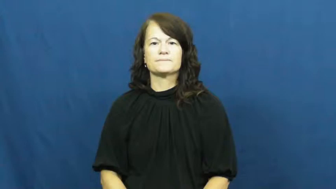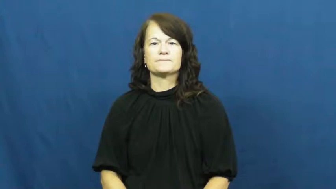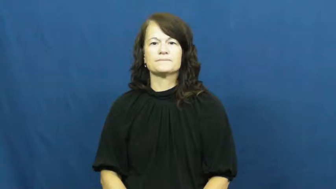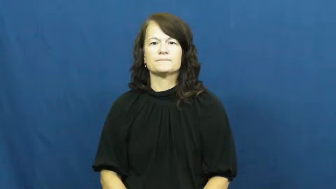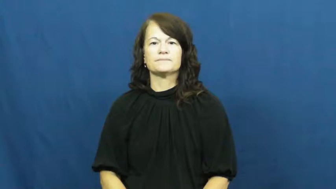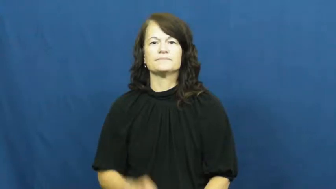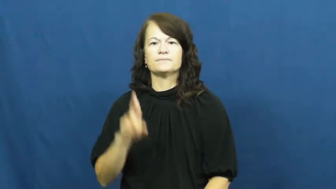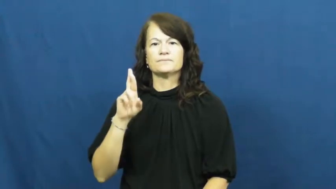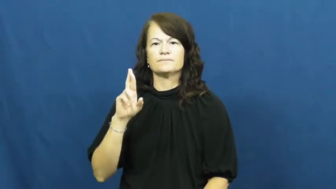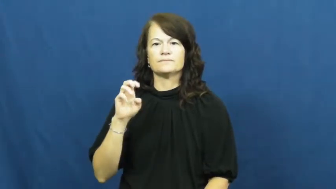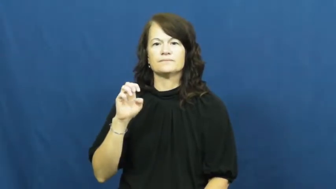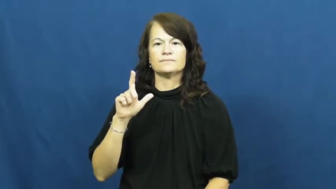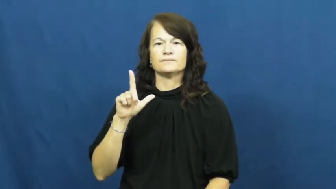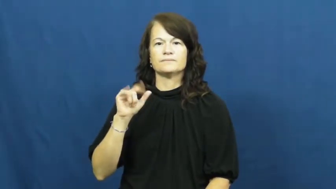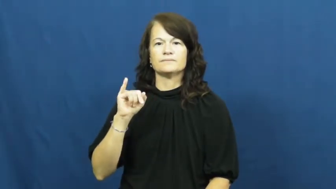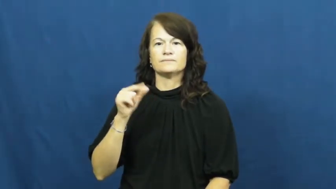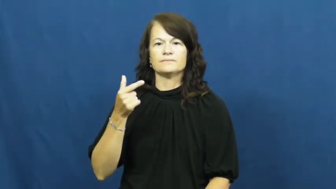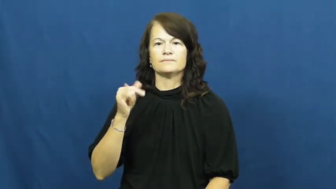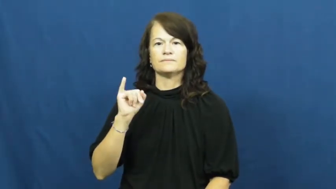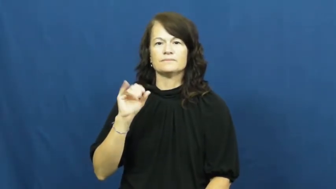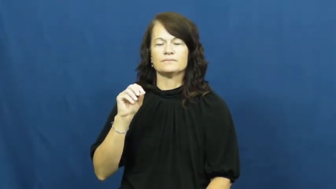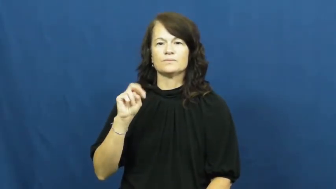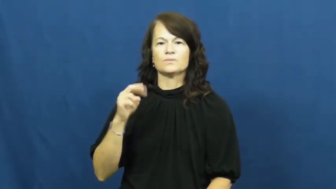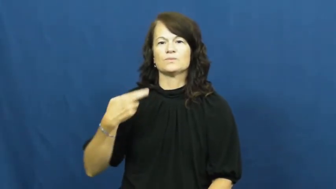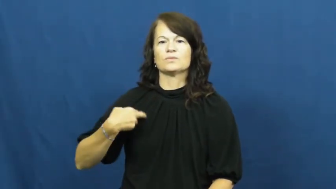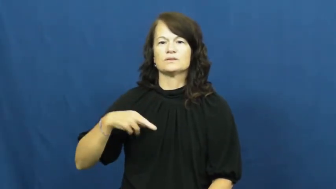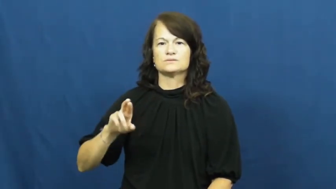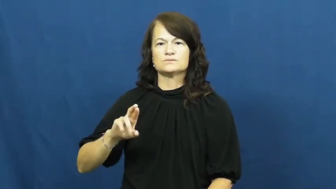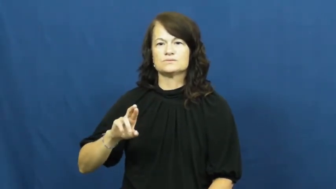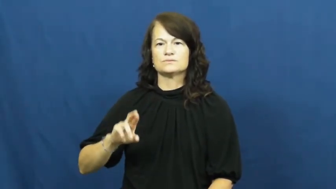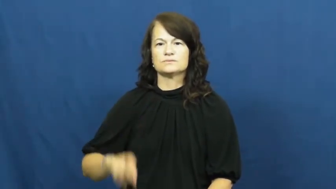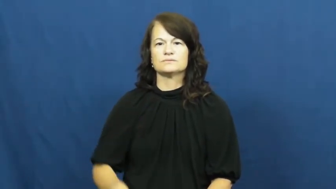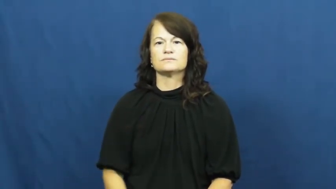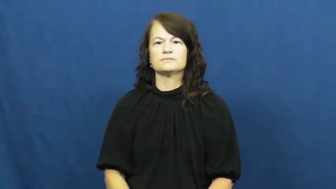religion